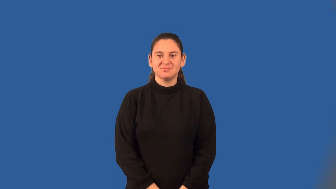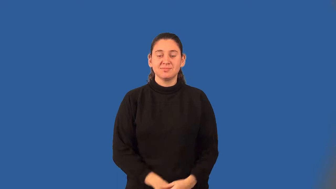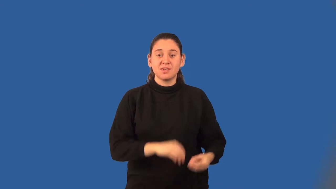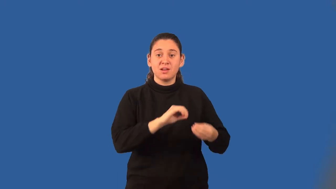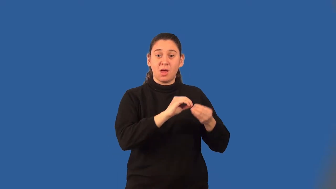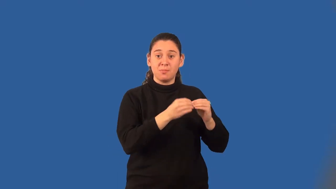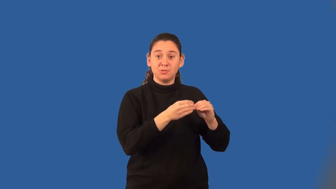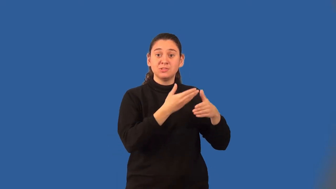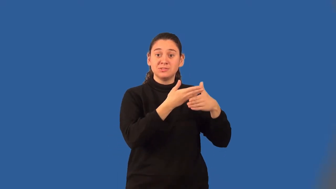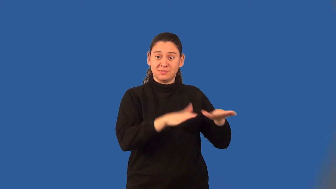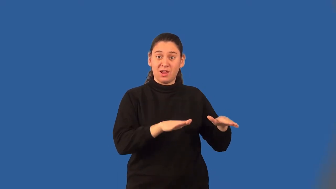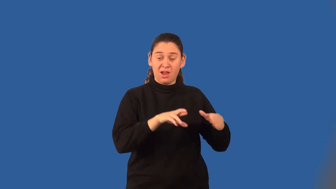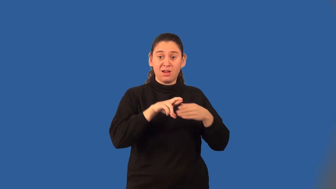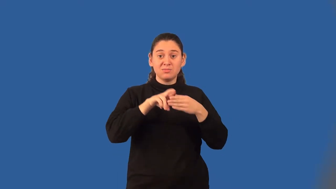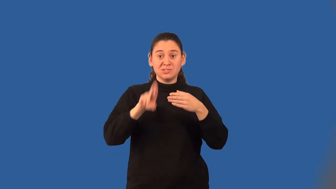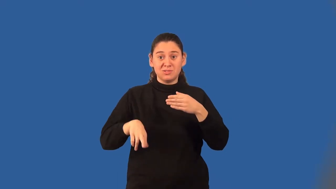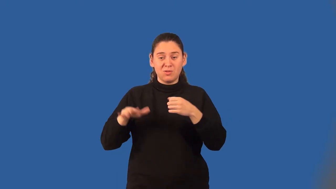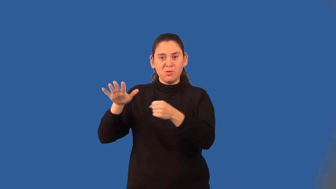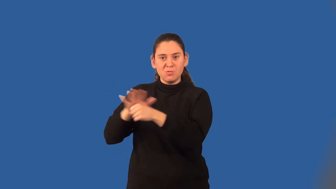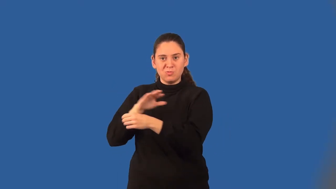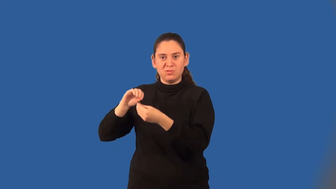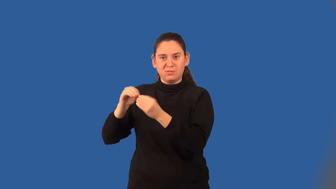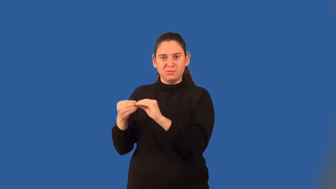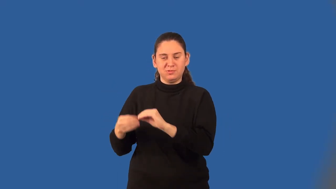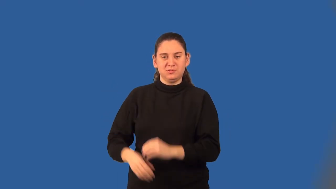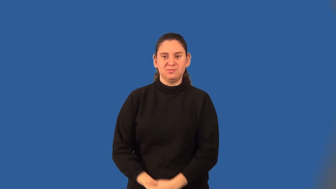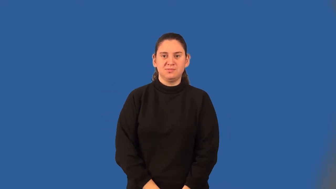composite number